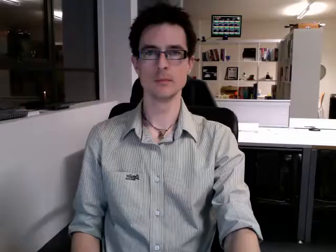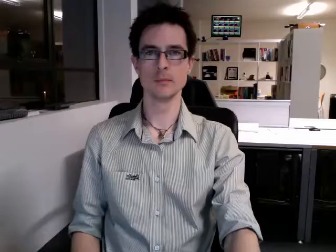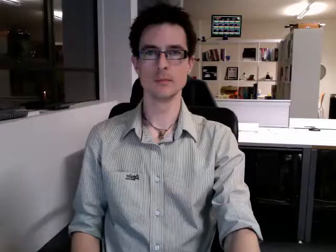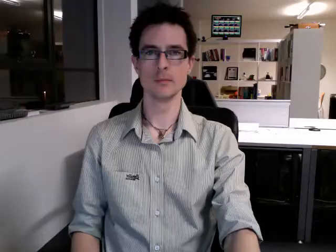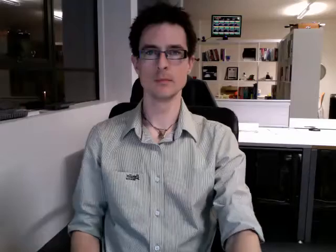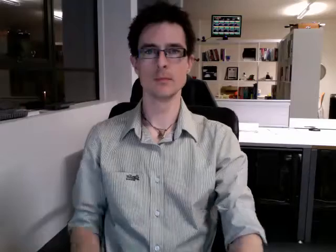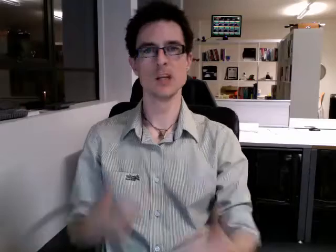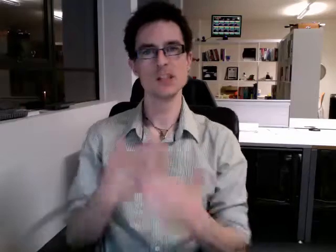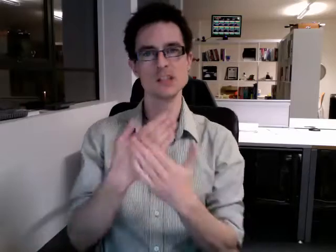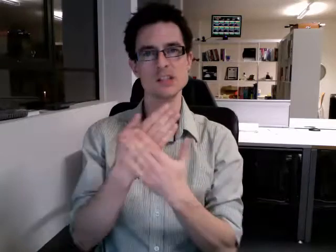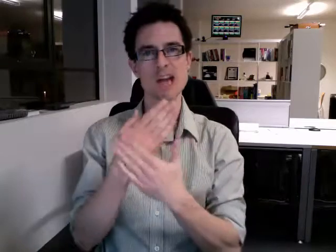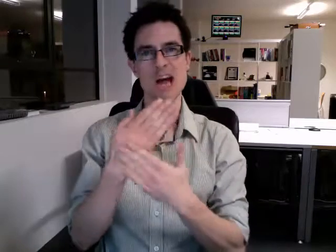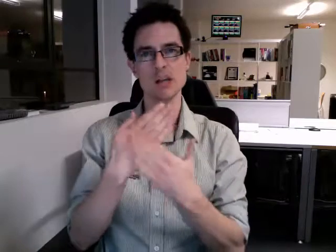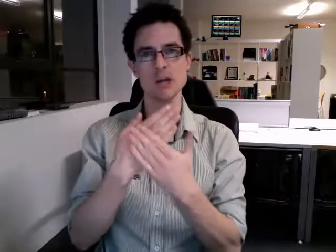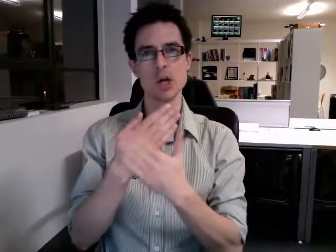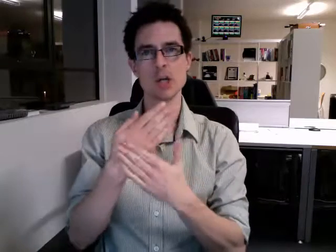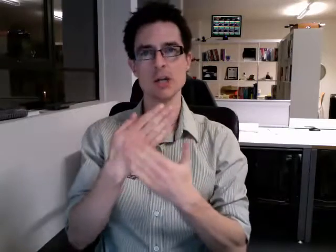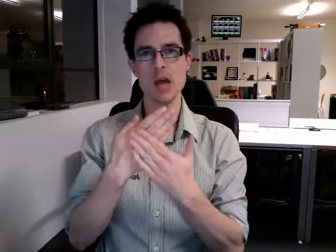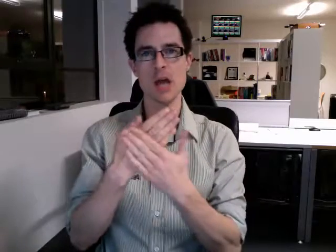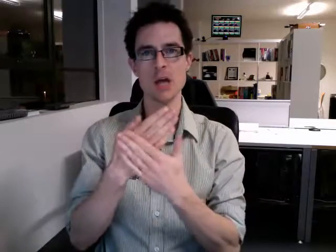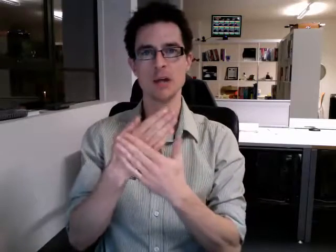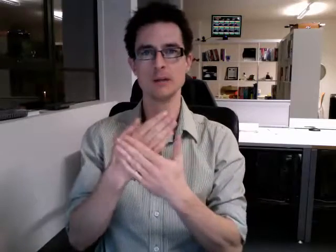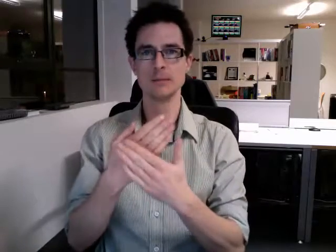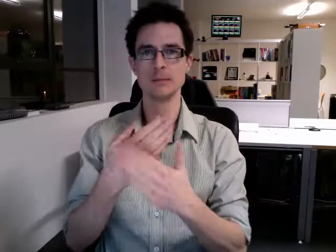saturday